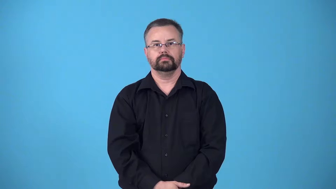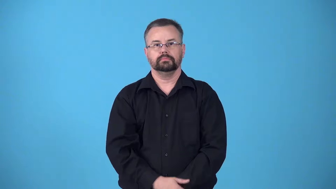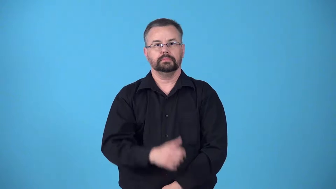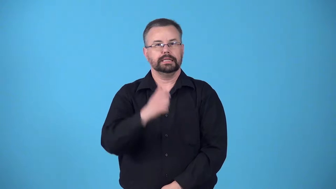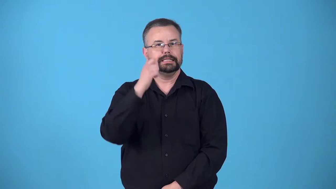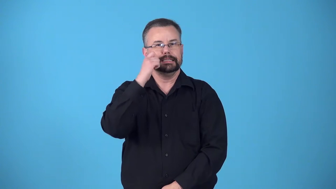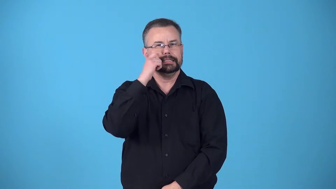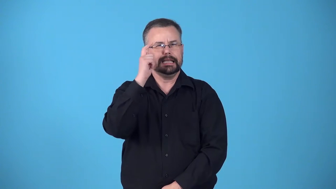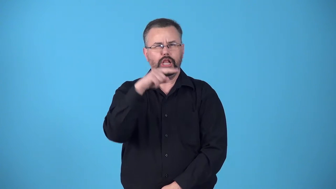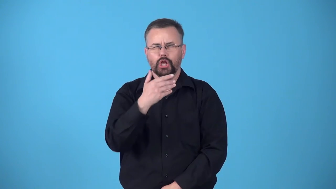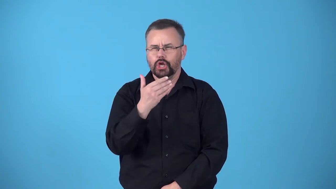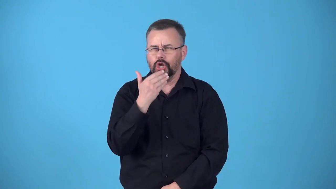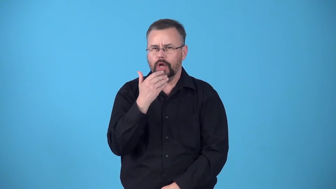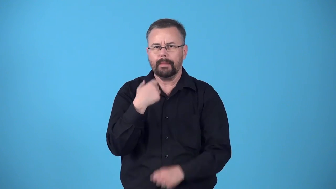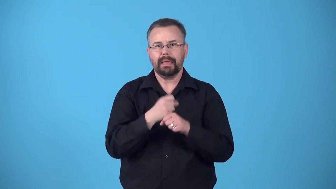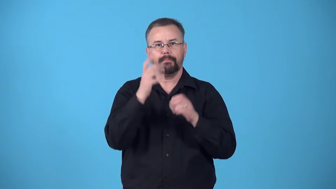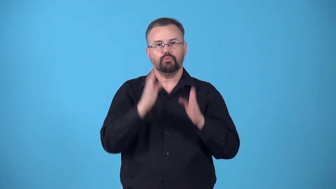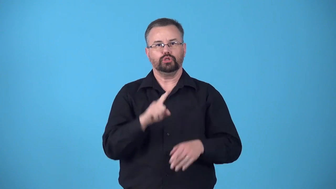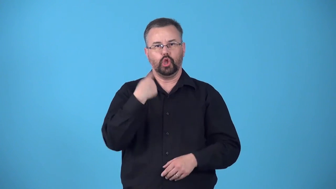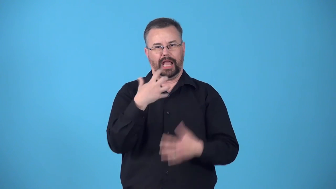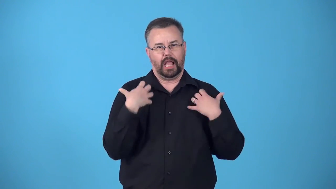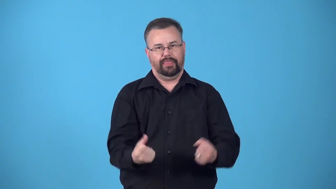bloom-healthy look of someone's skin